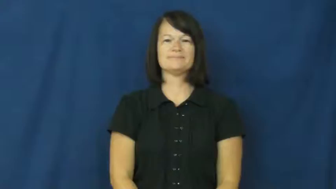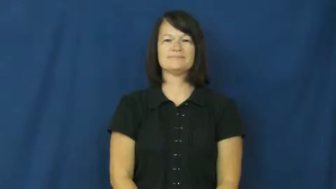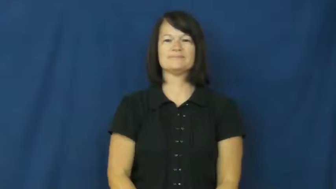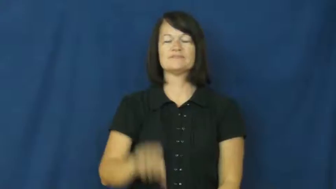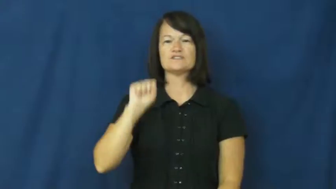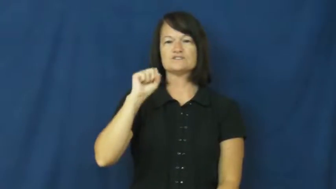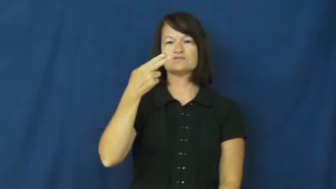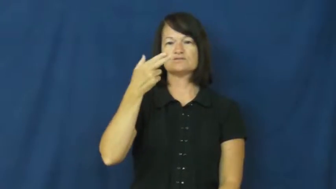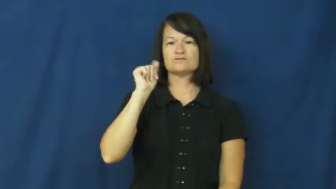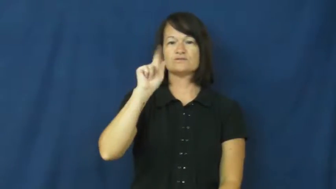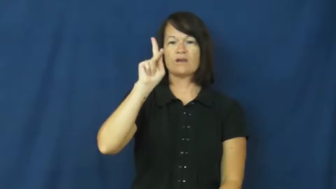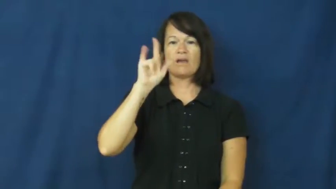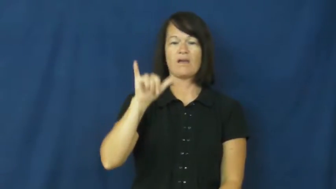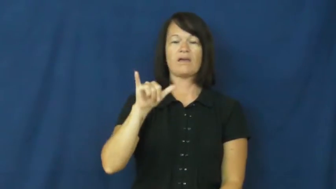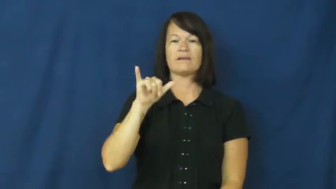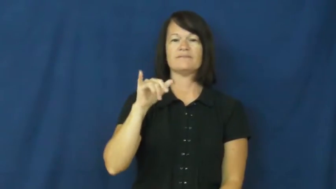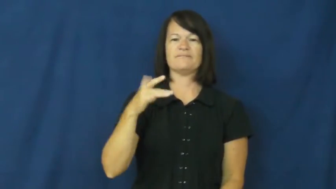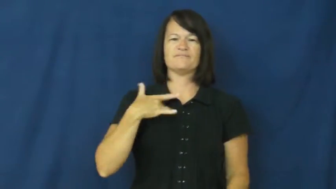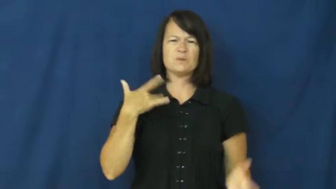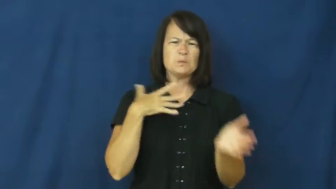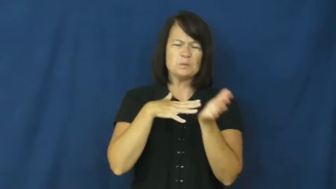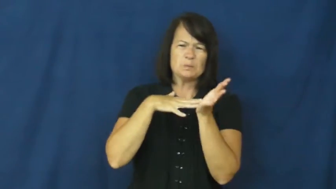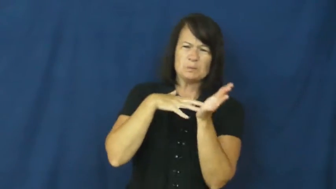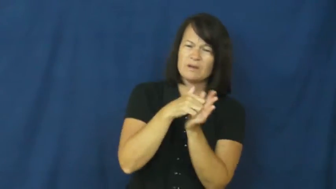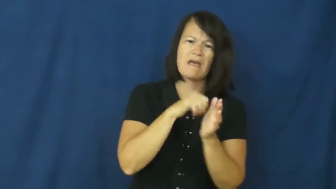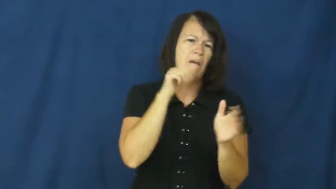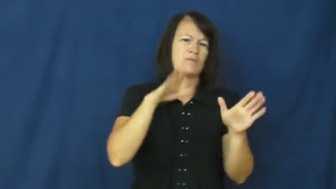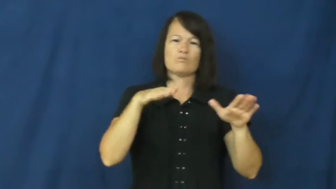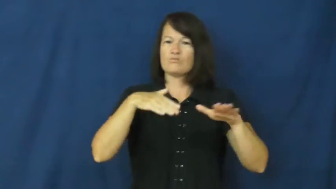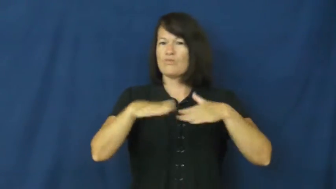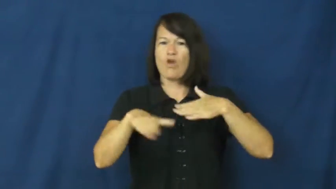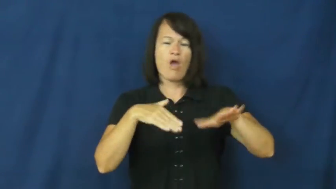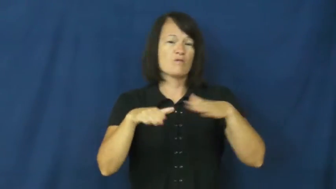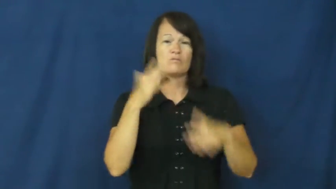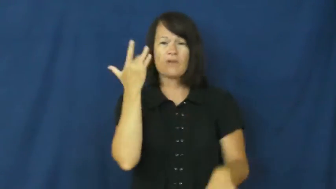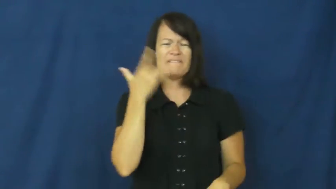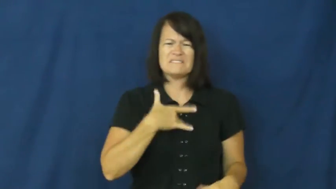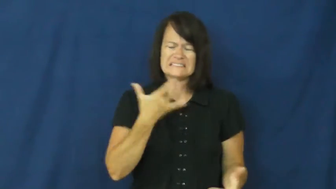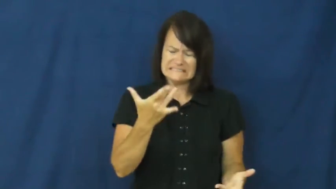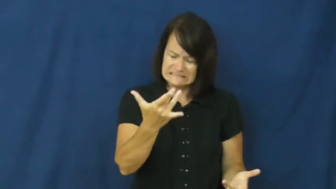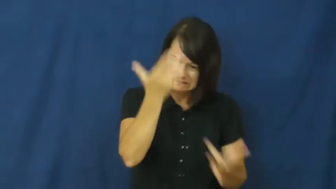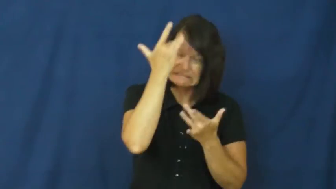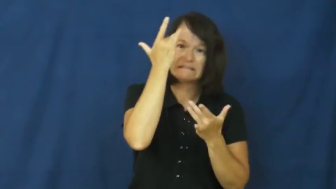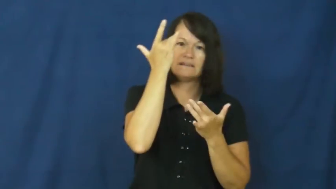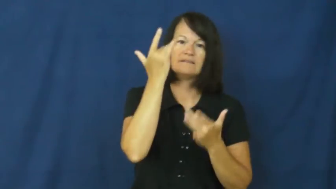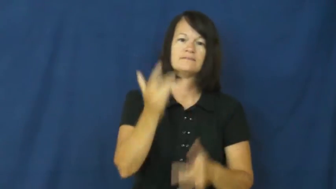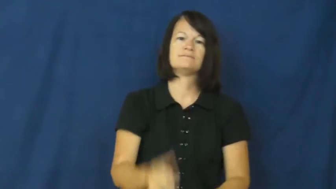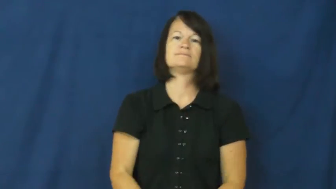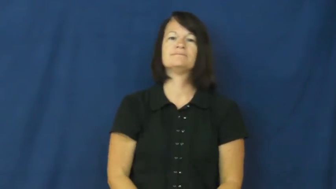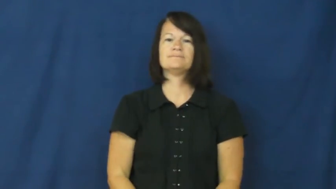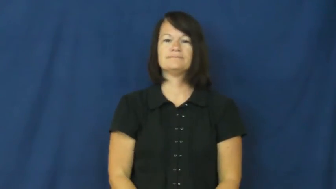shaky-weak